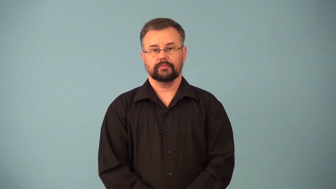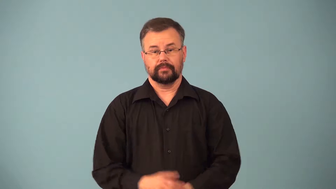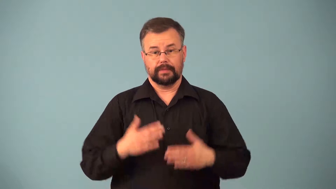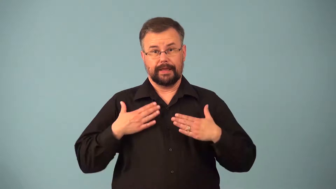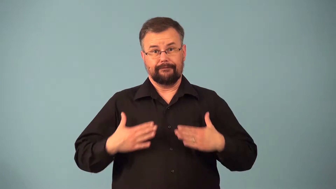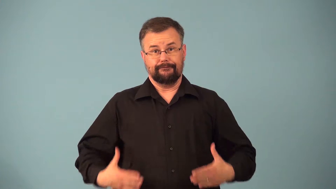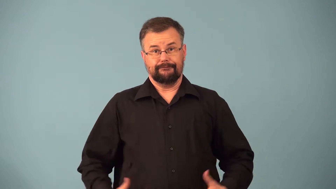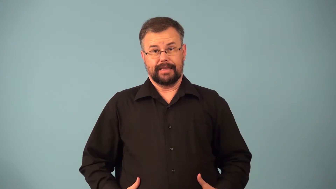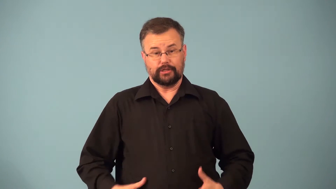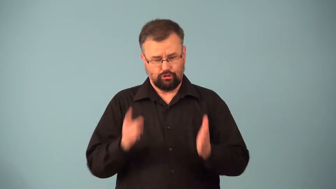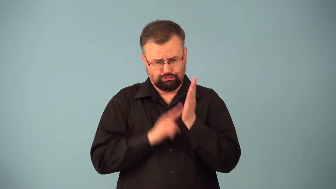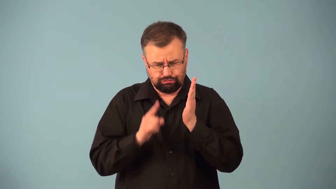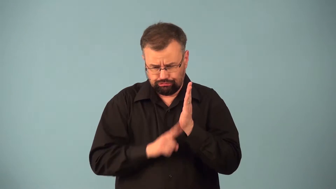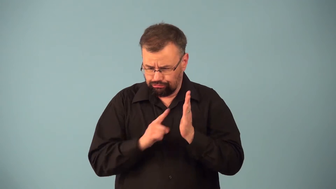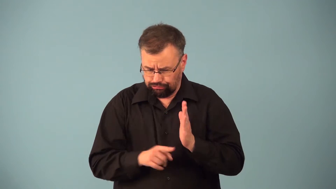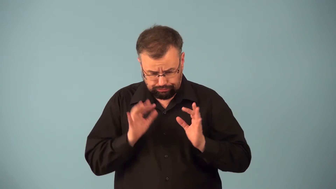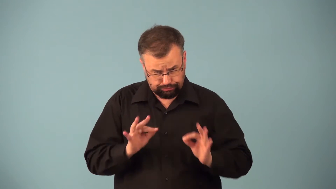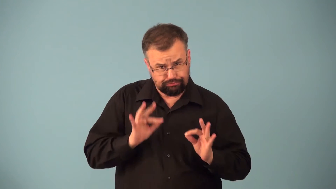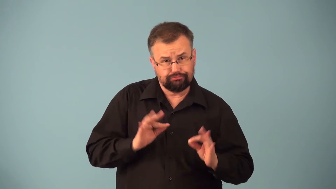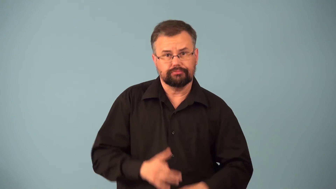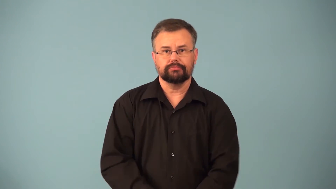physical-medical exam